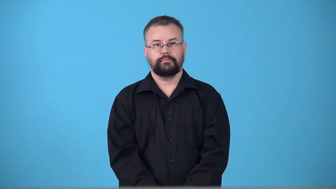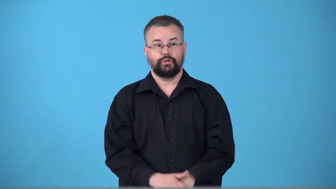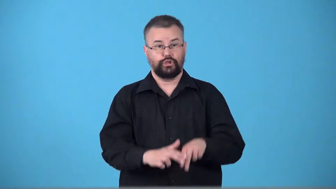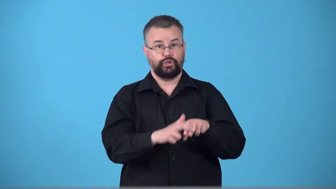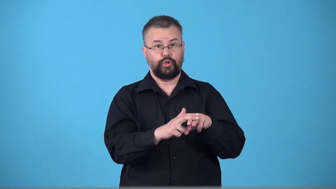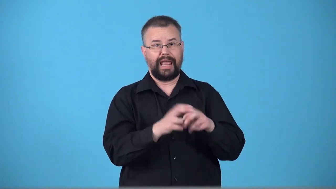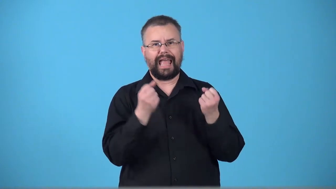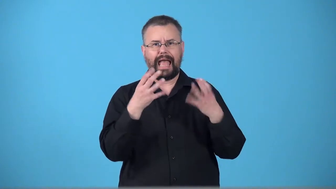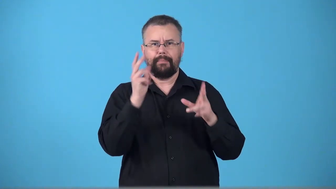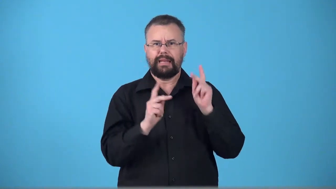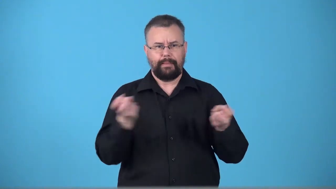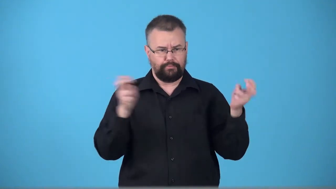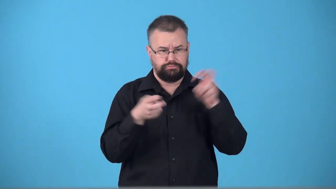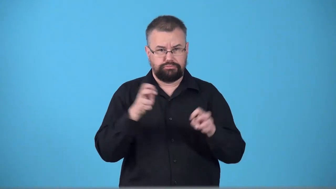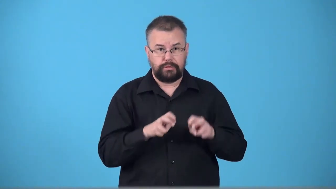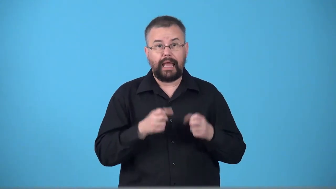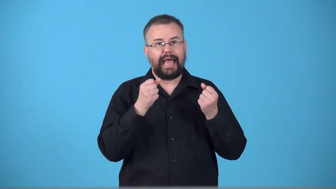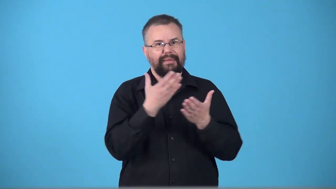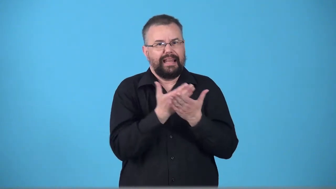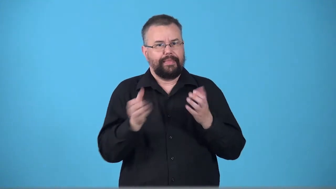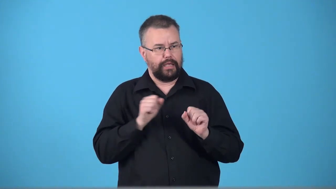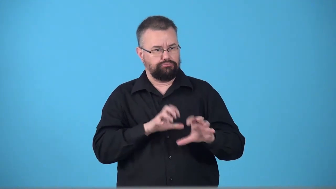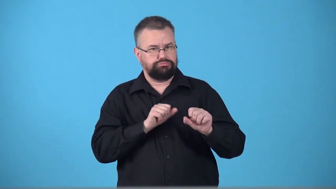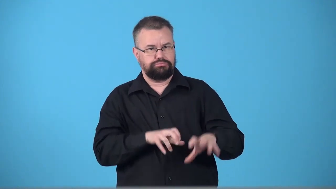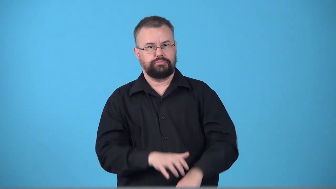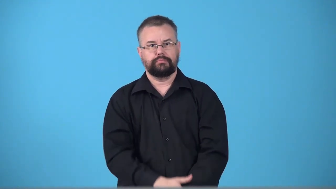trainload